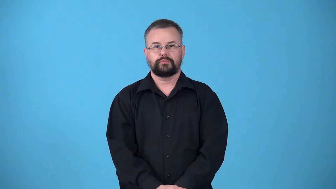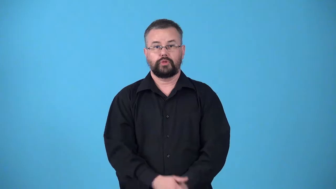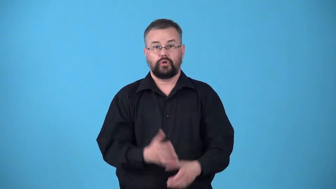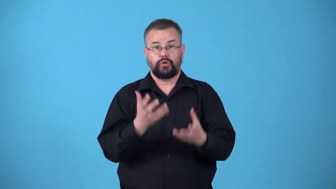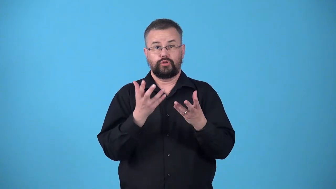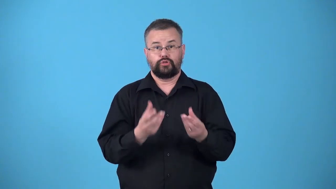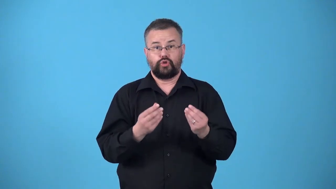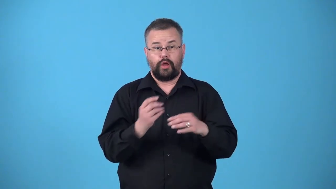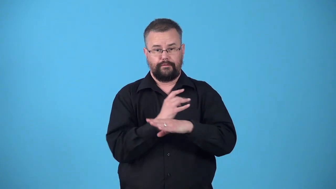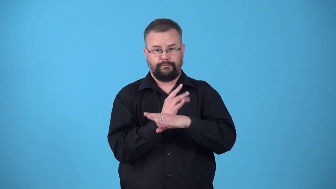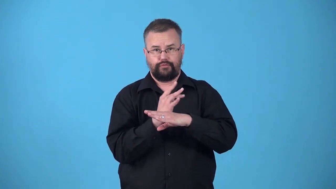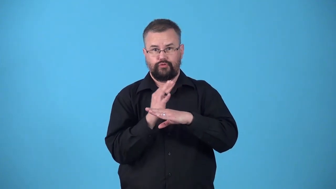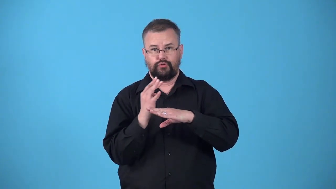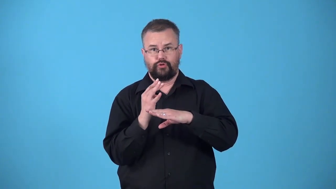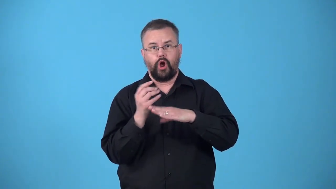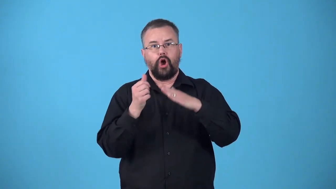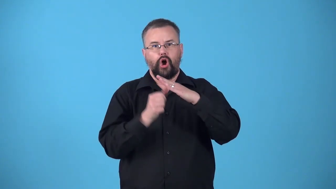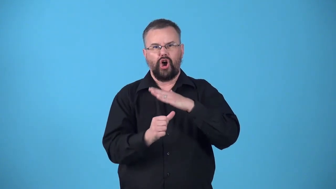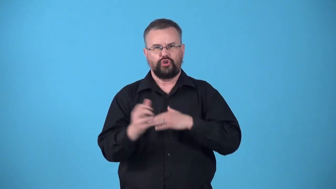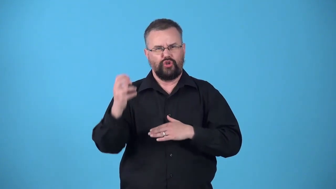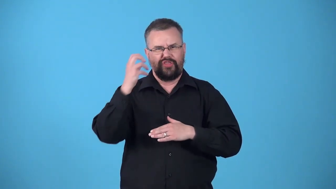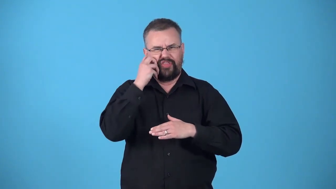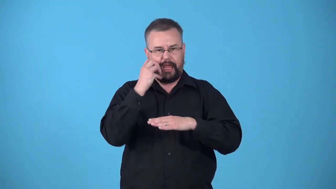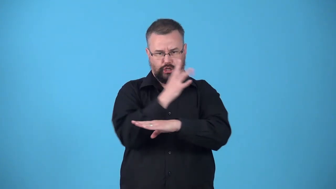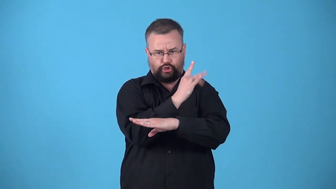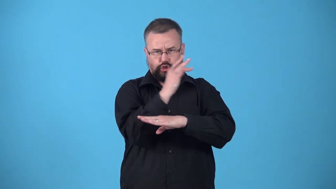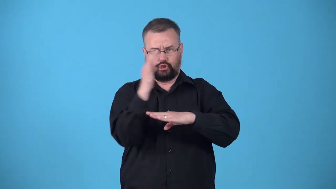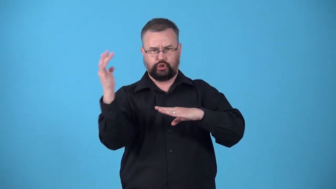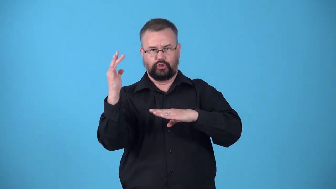underfur